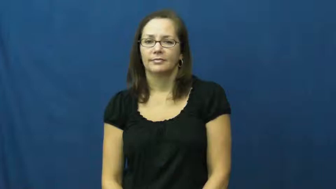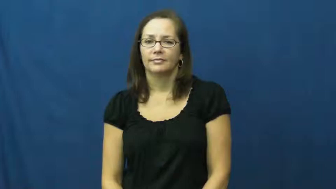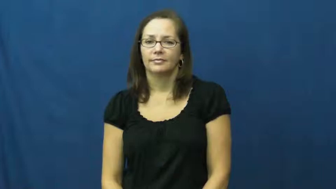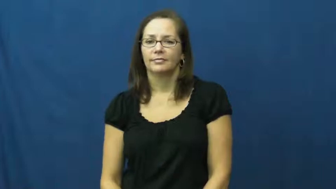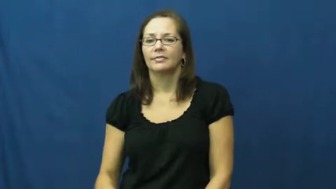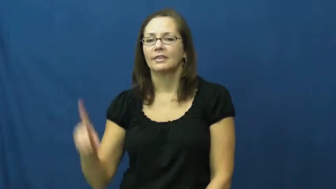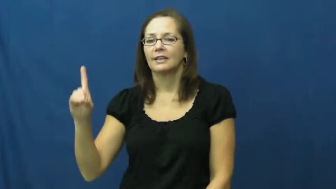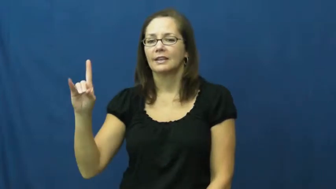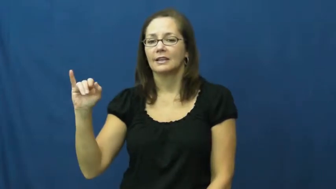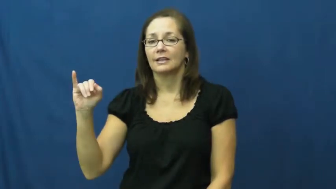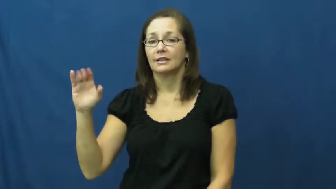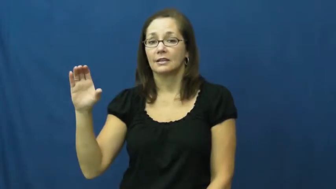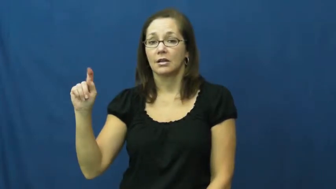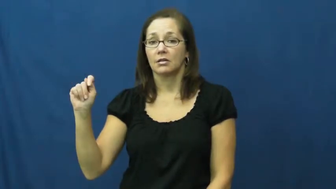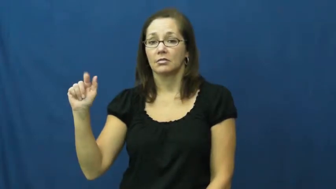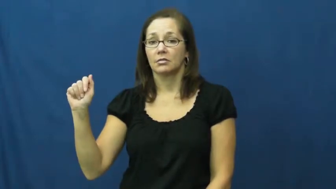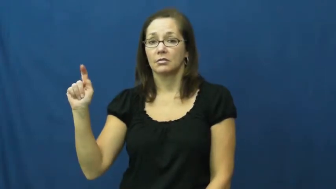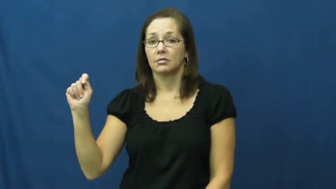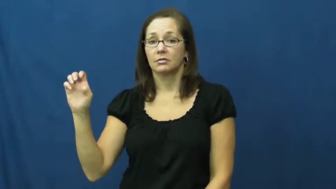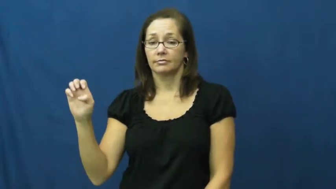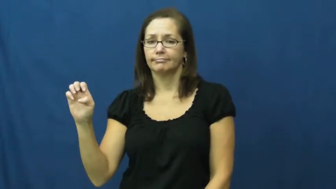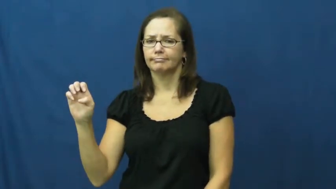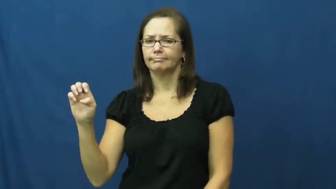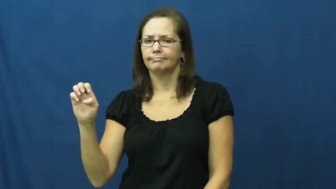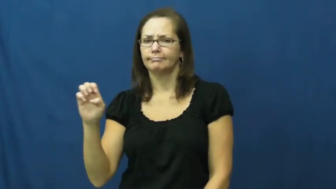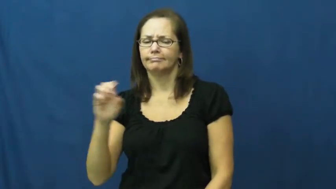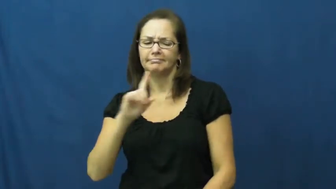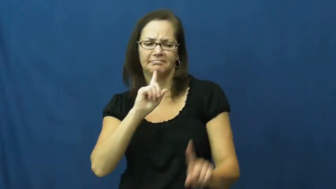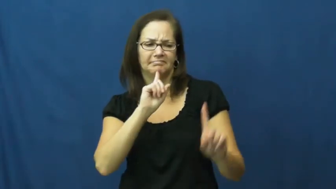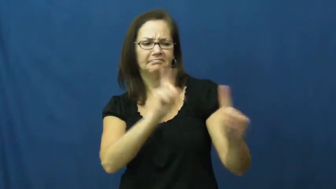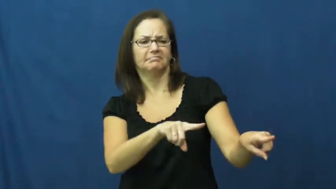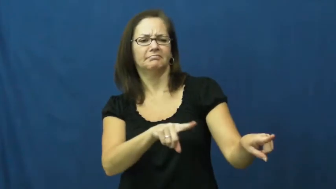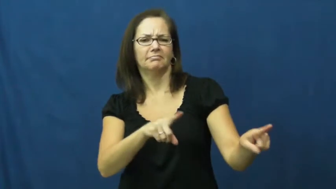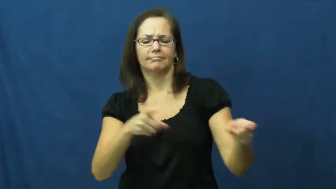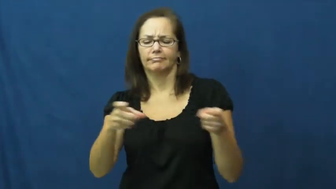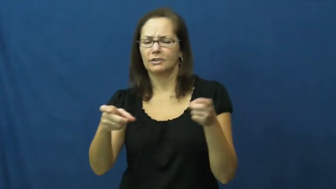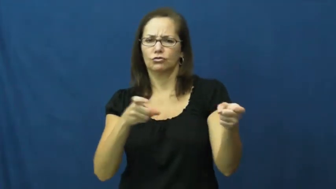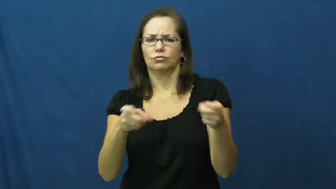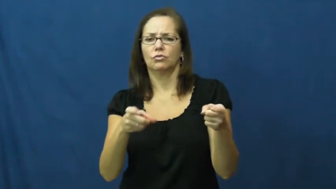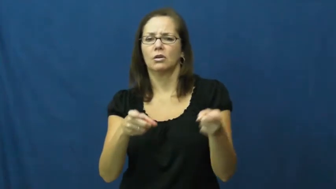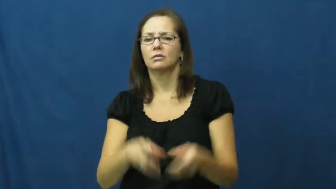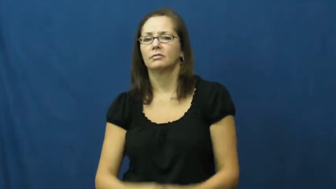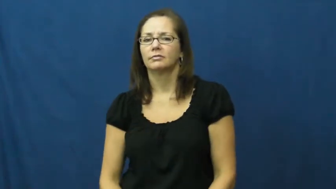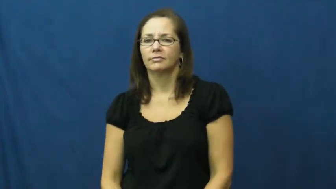dictate-control